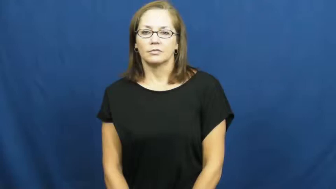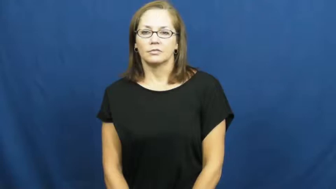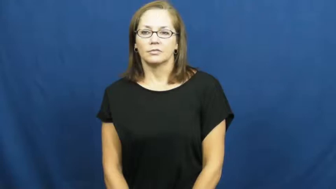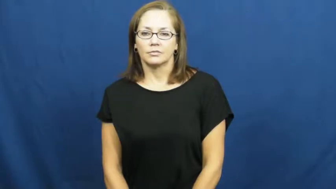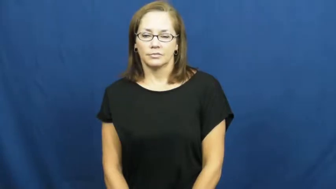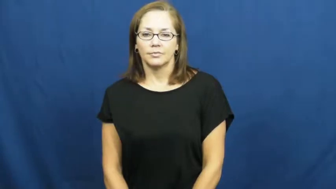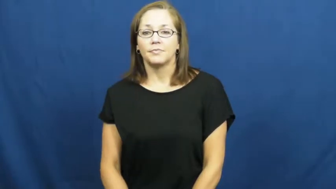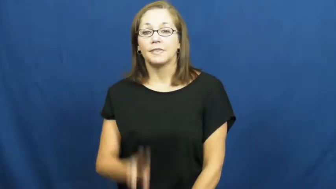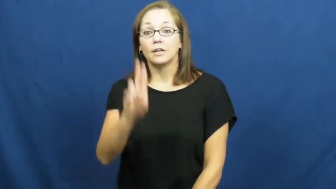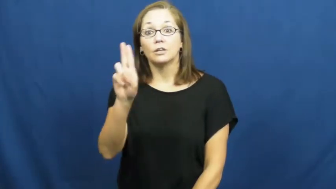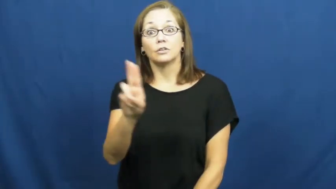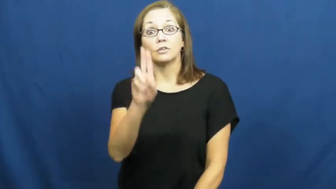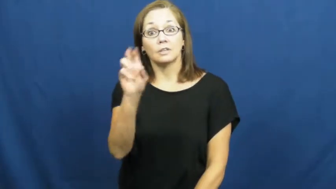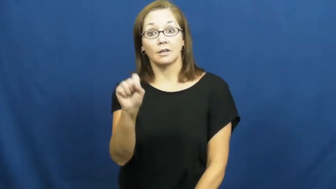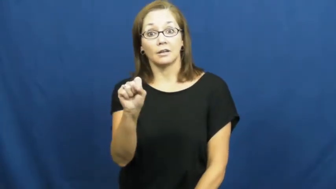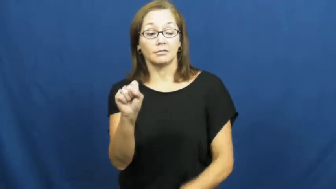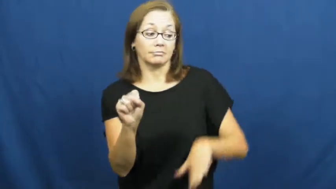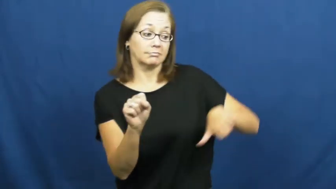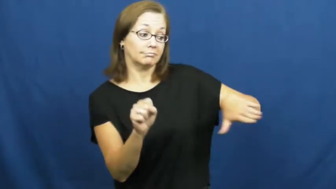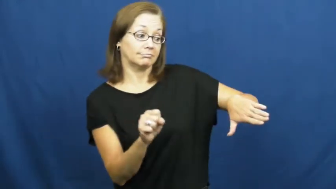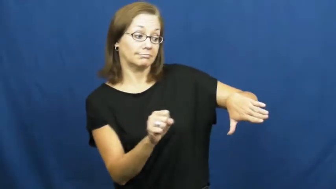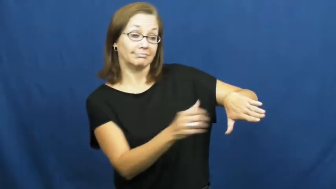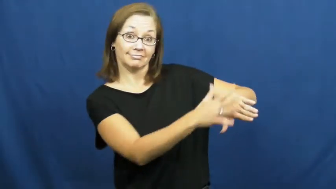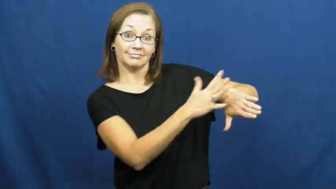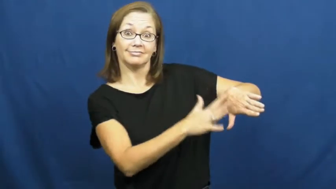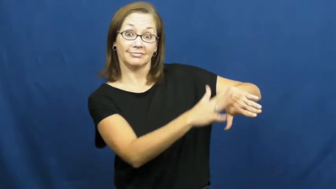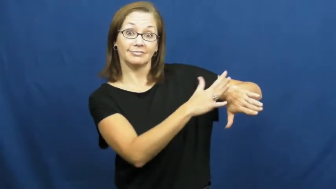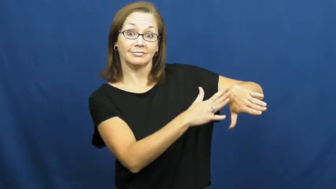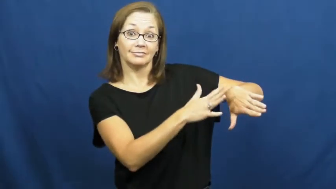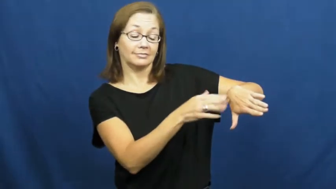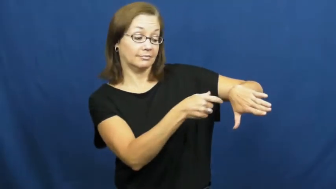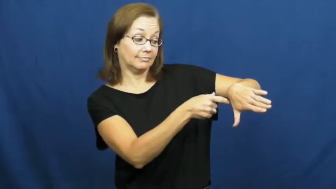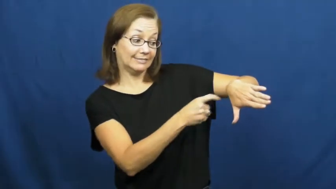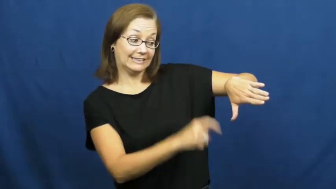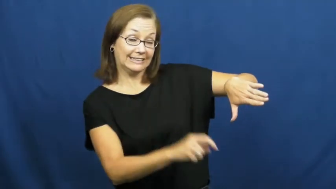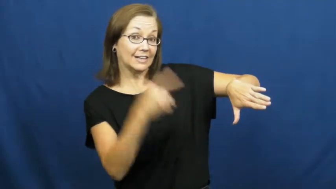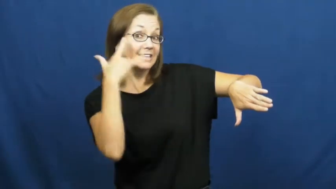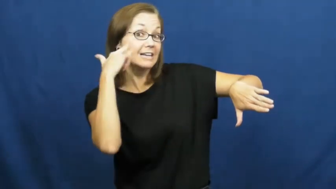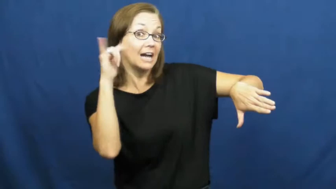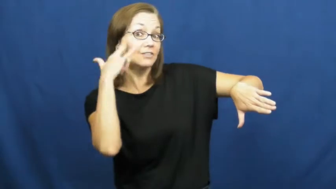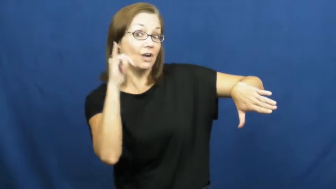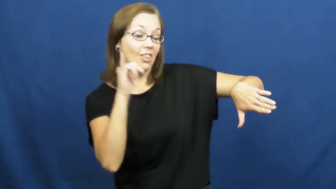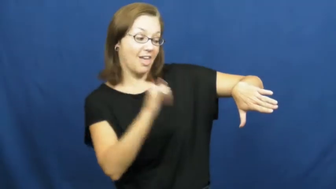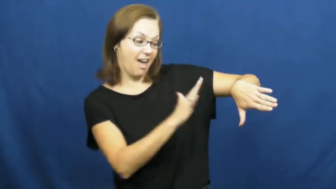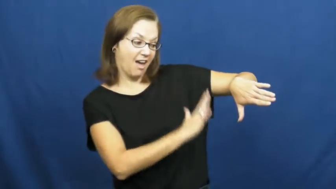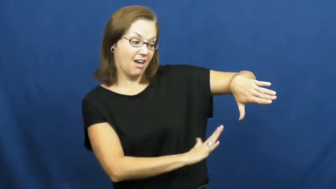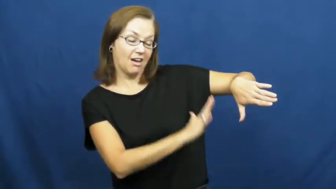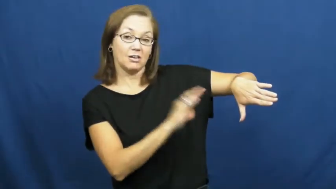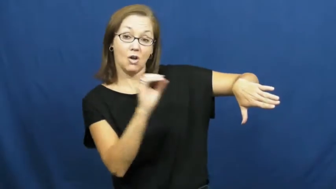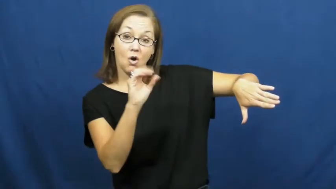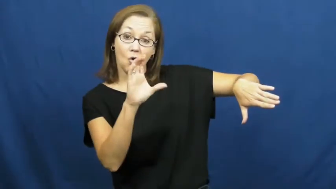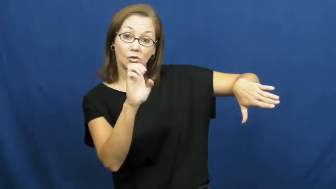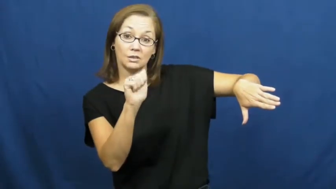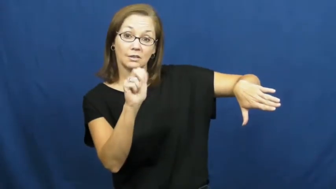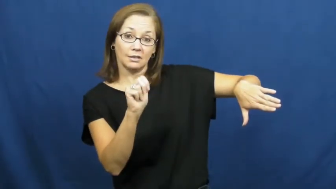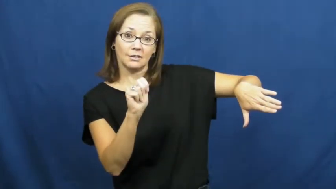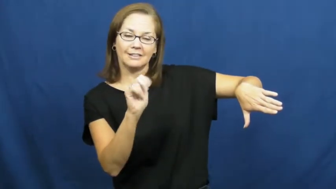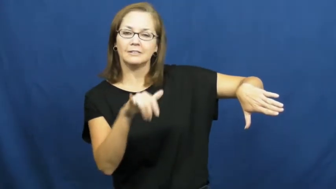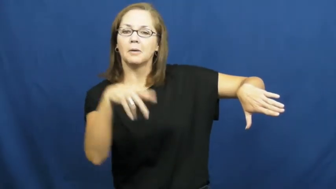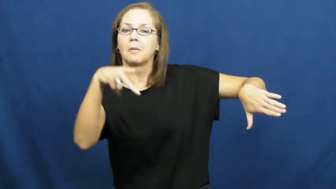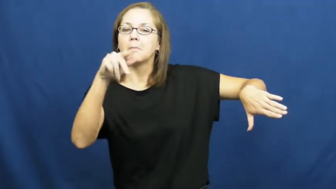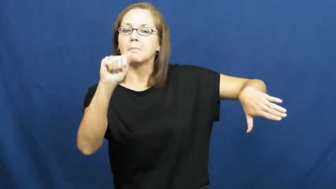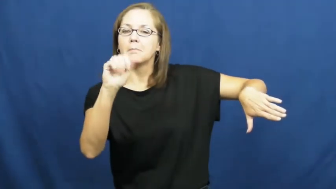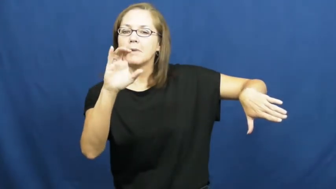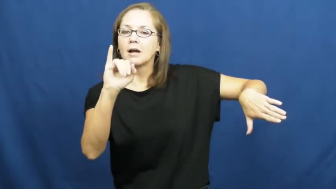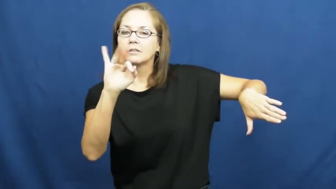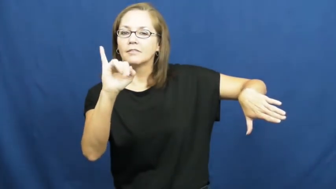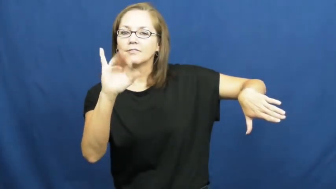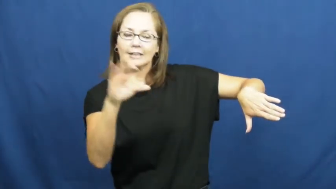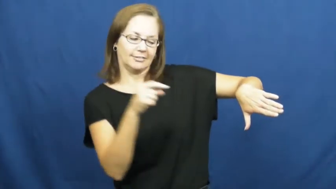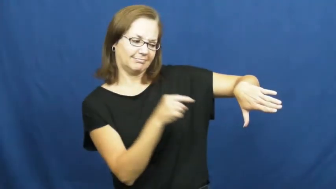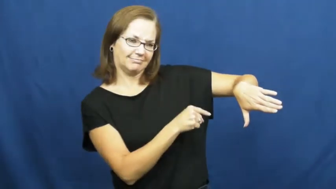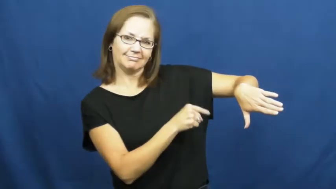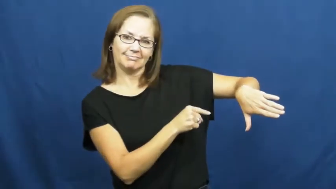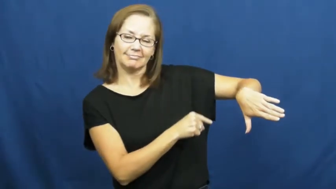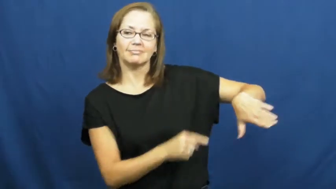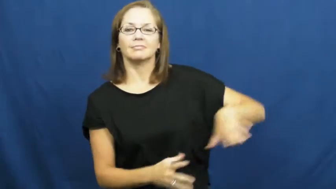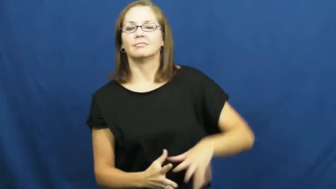pacific